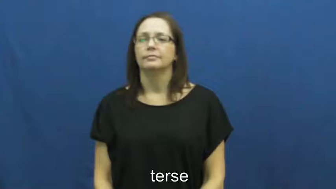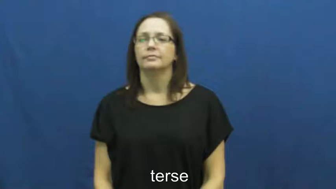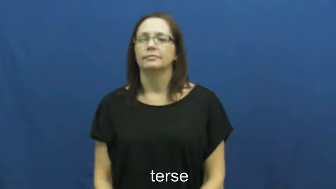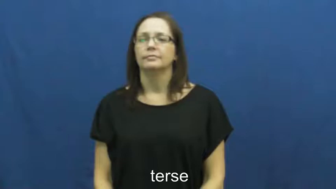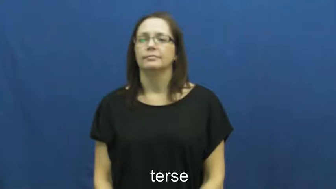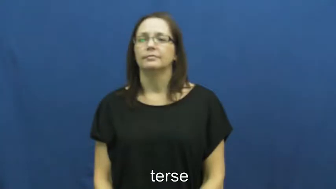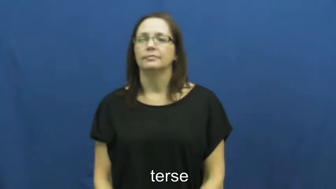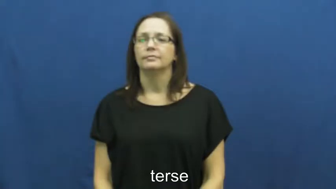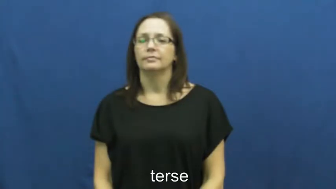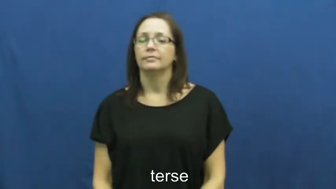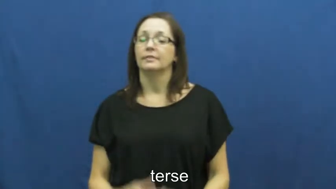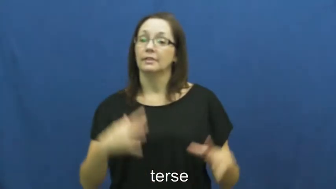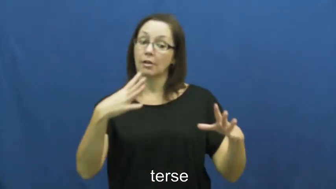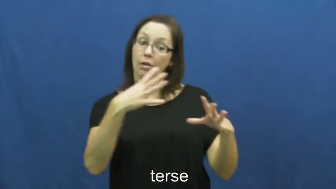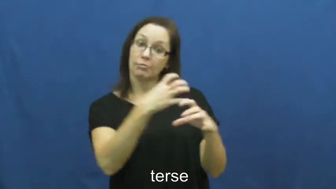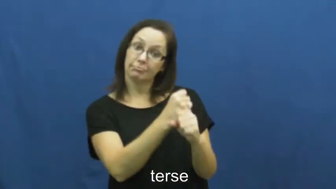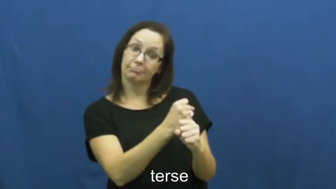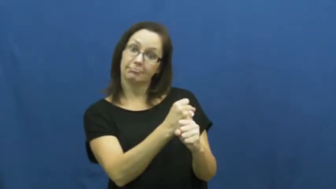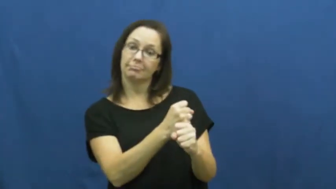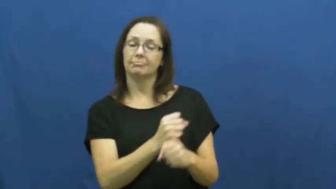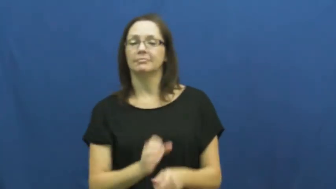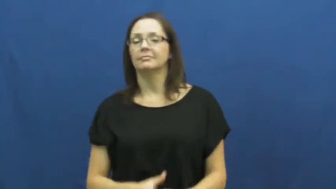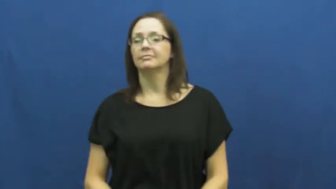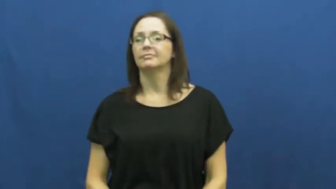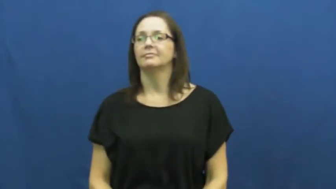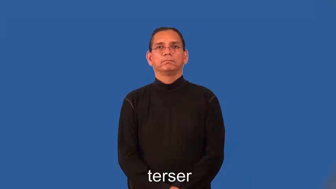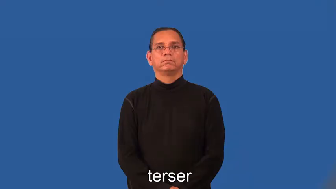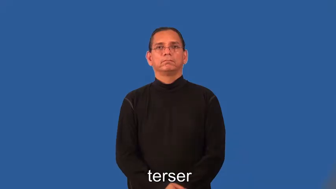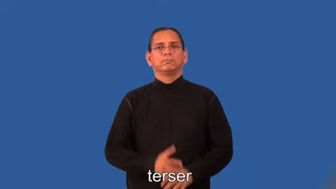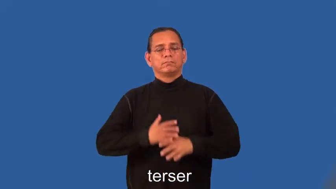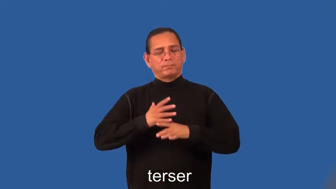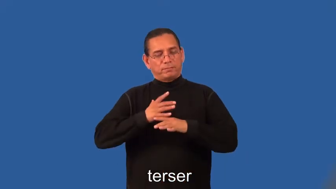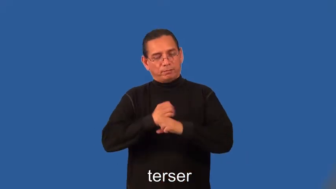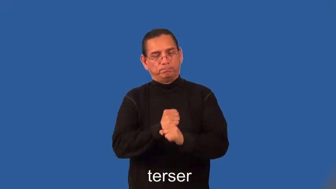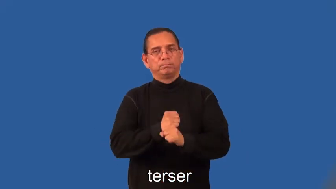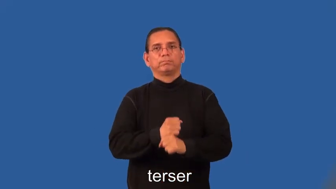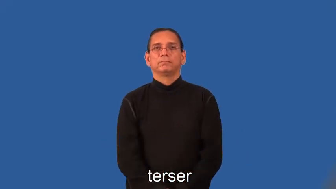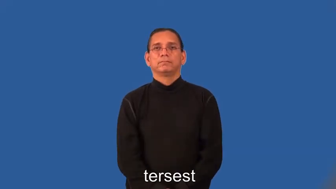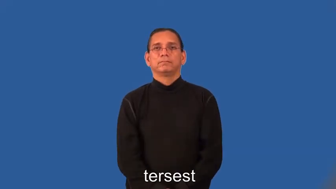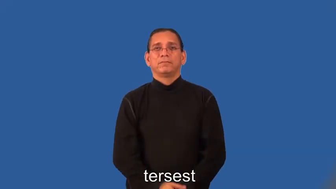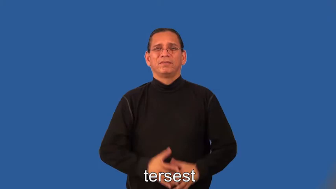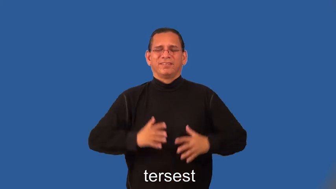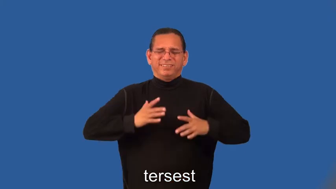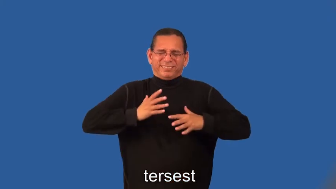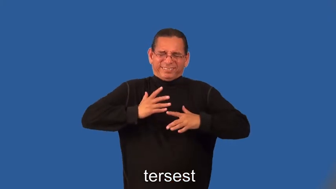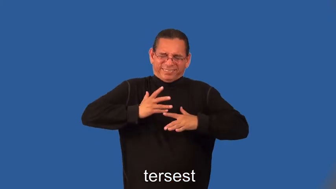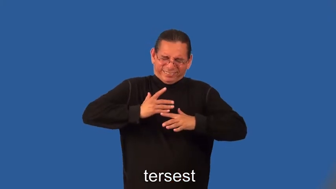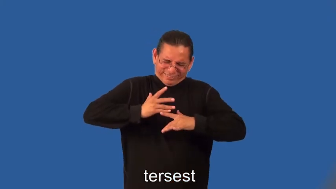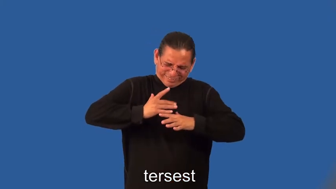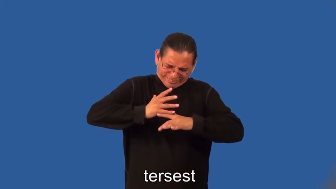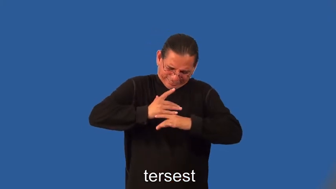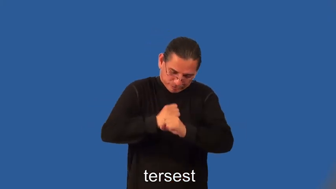terser,tersest-summary